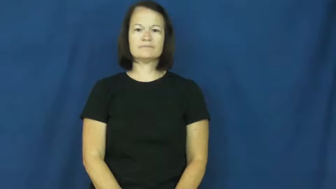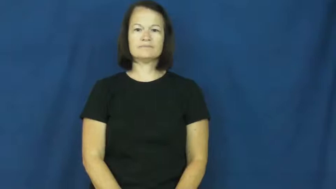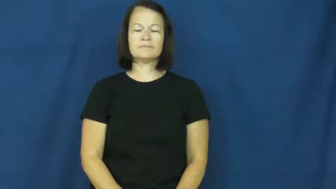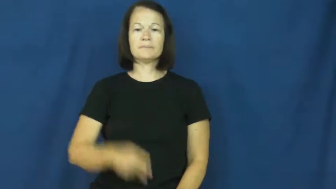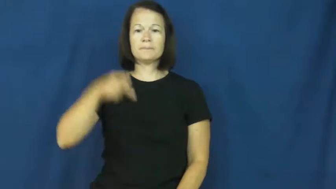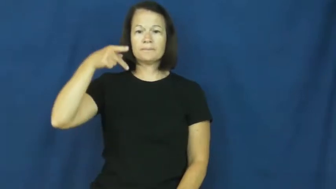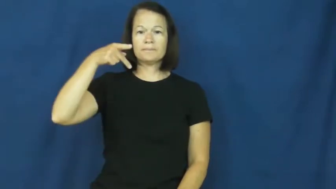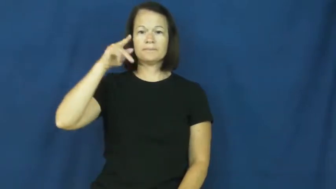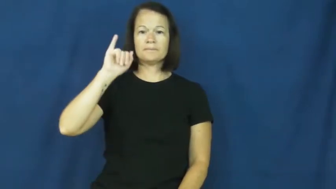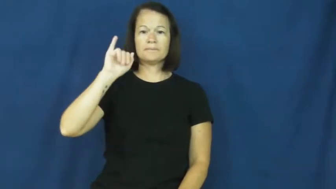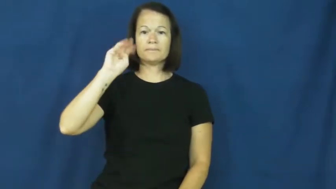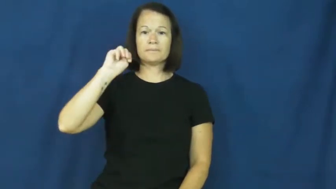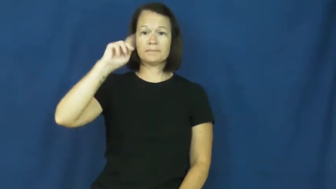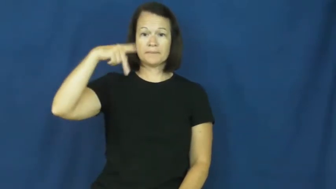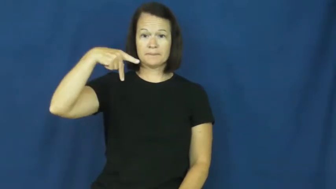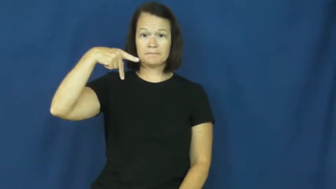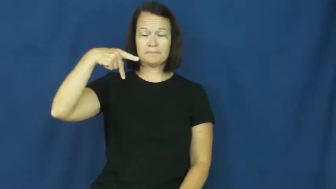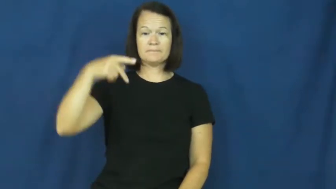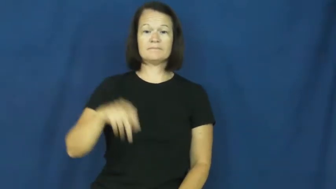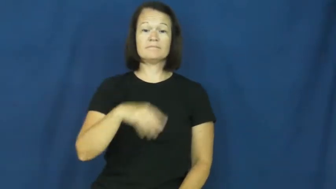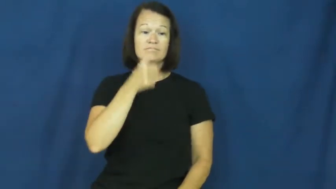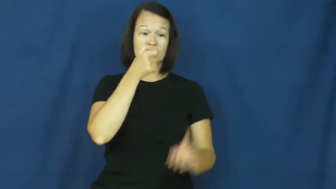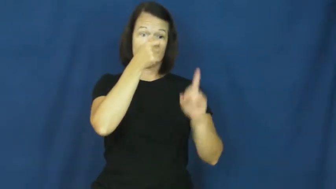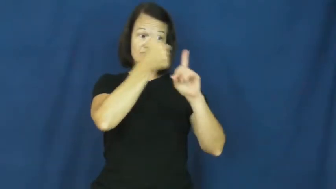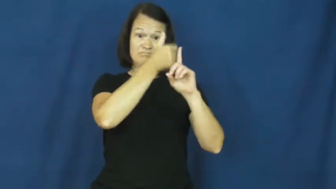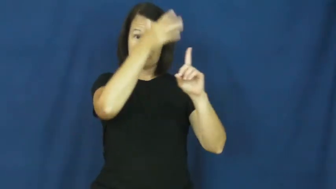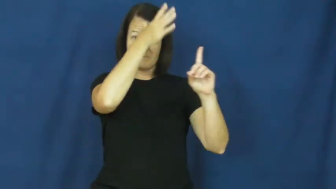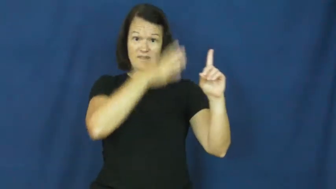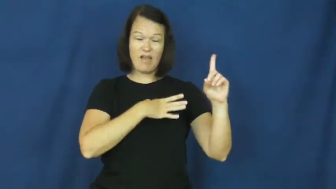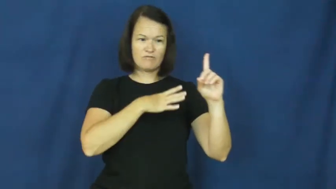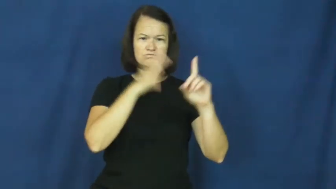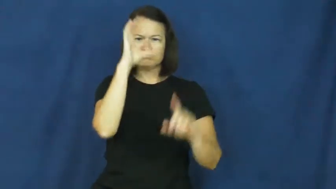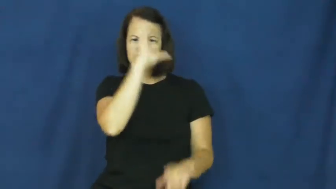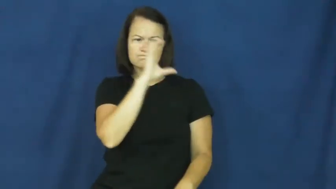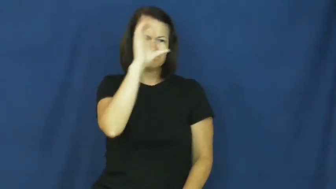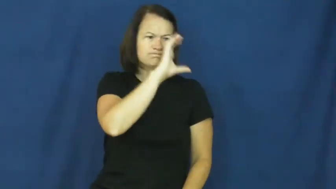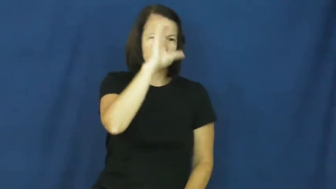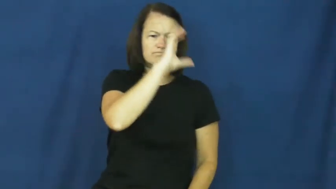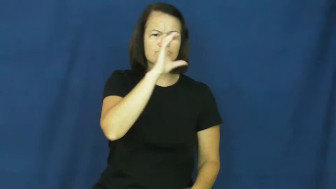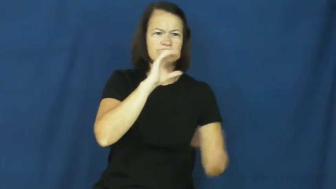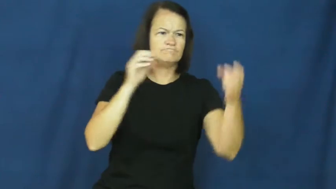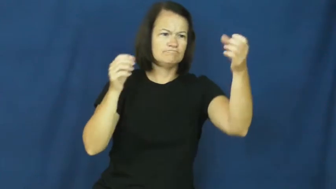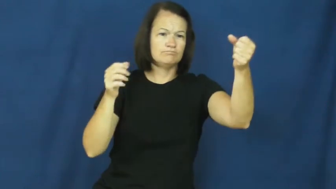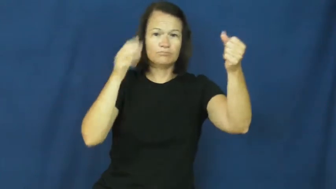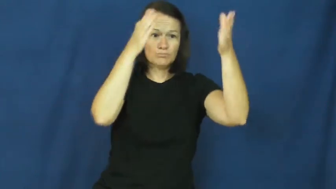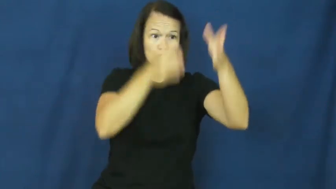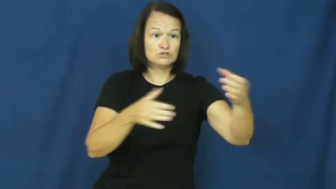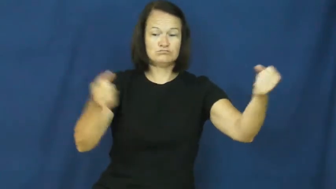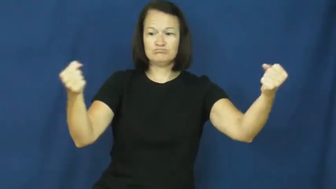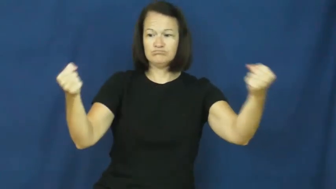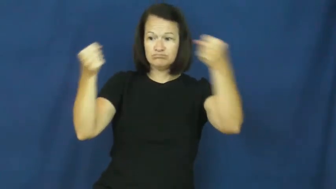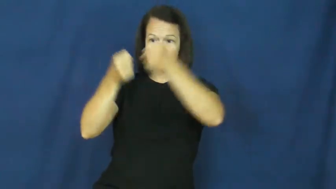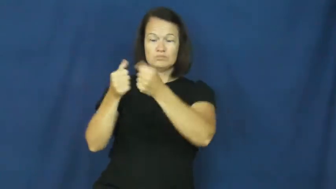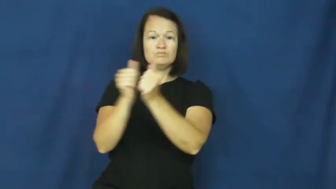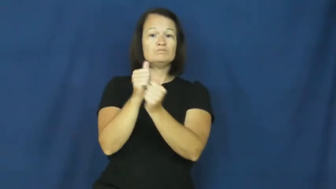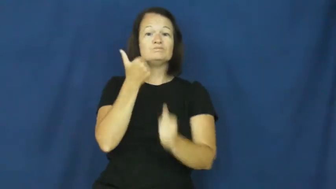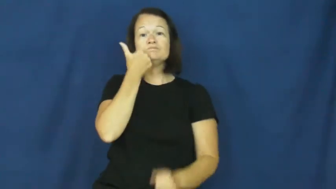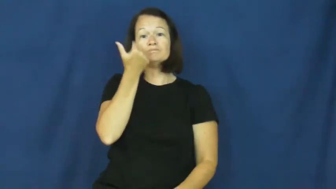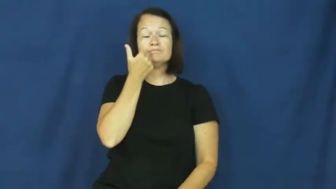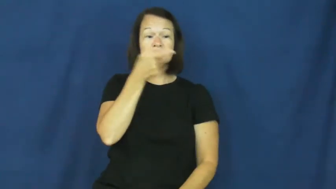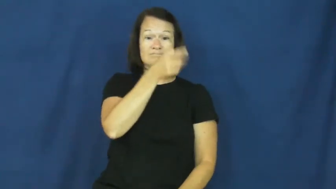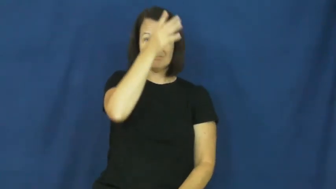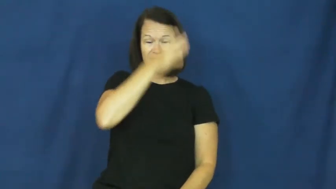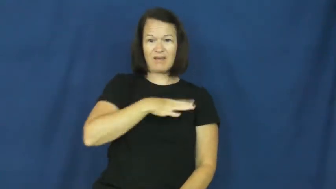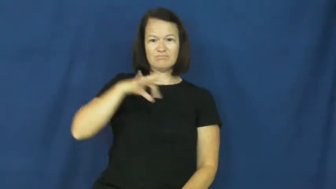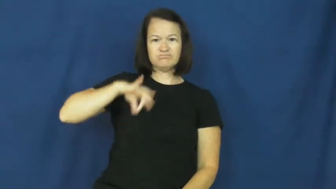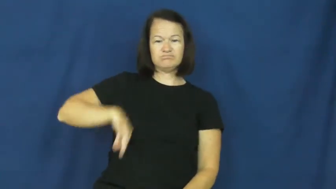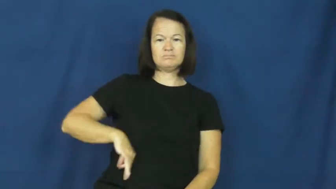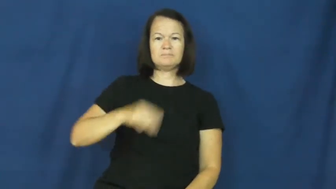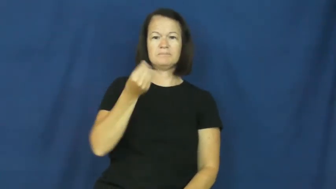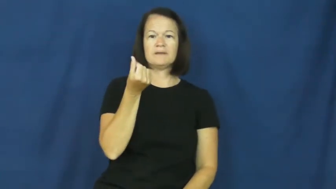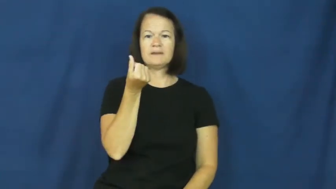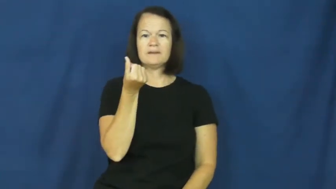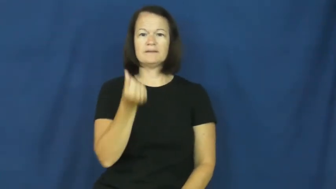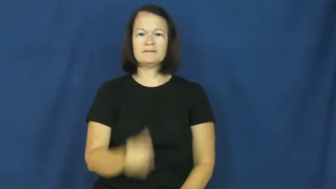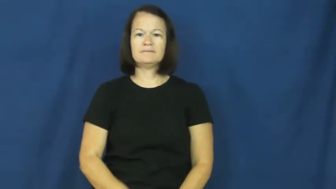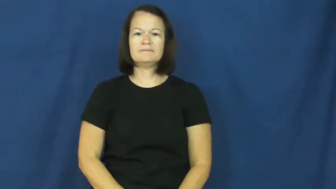pimp,panderer,ponce